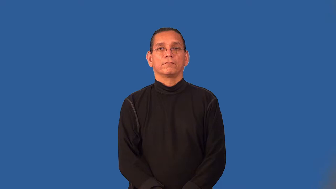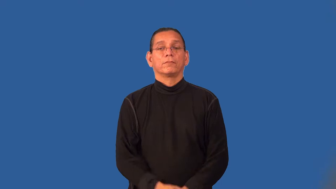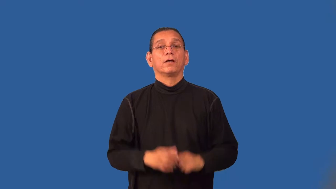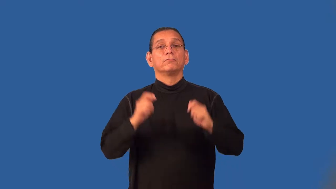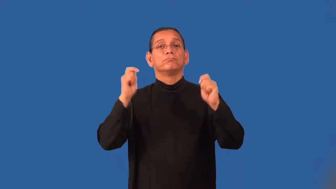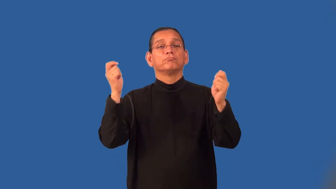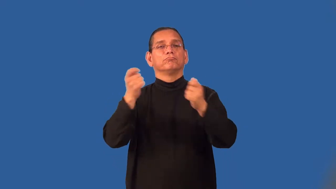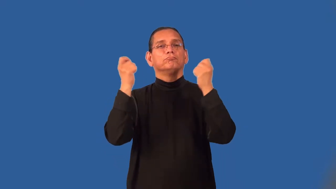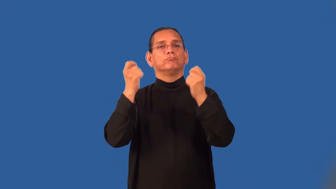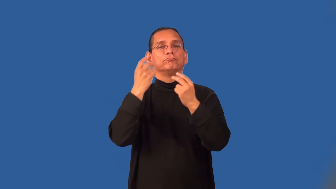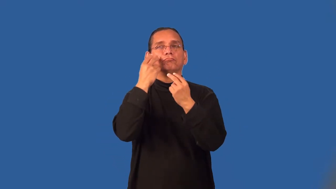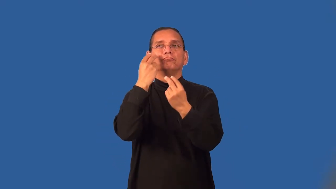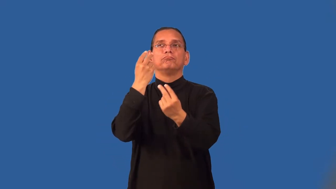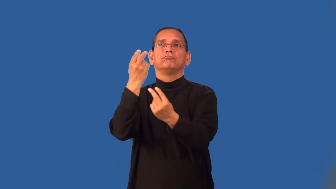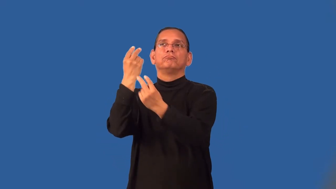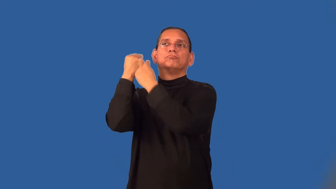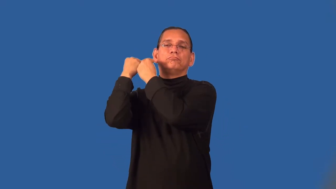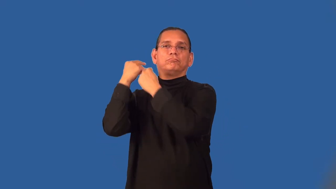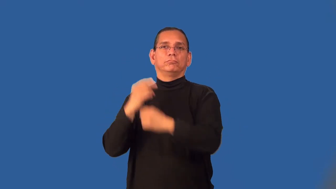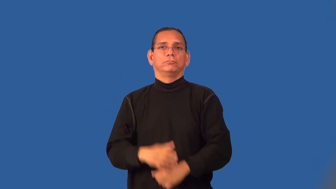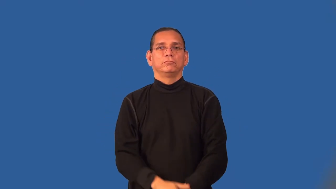requiem